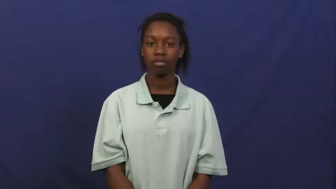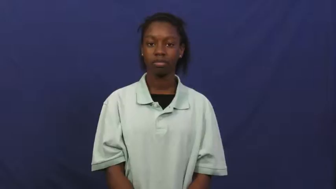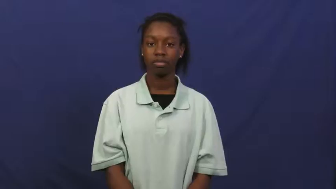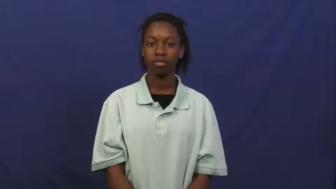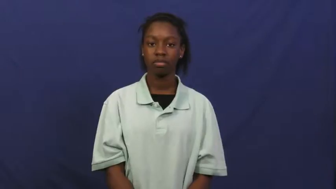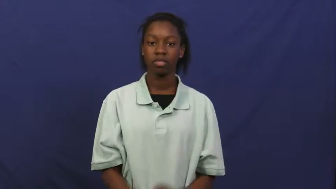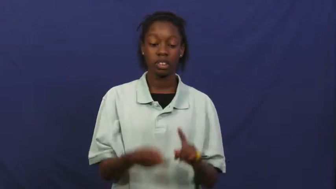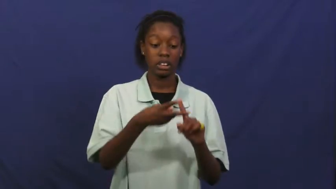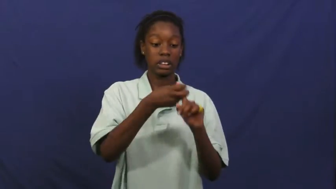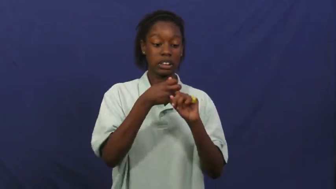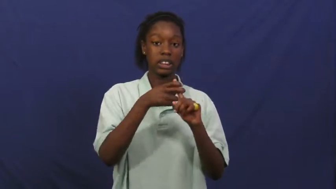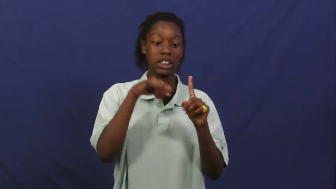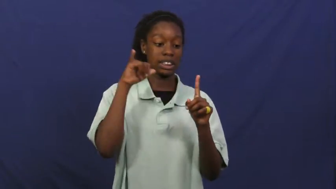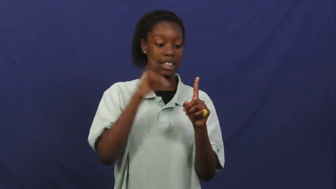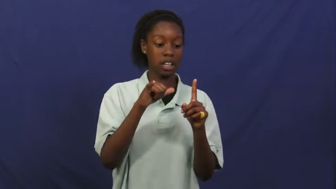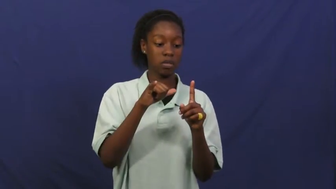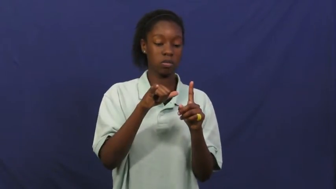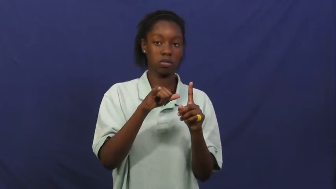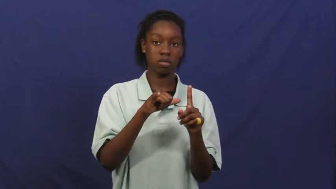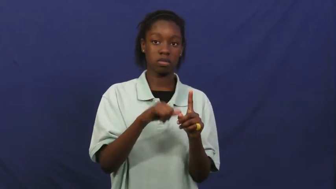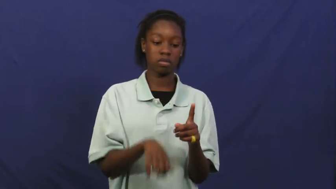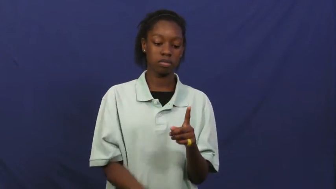detain